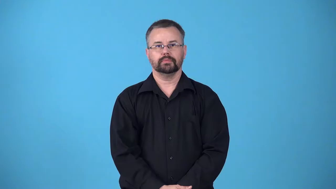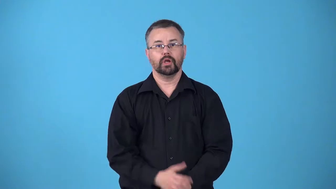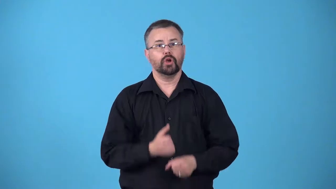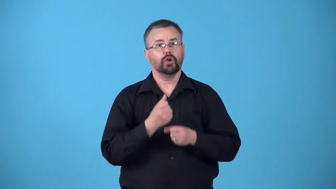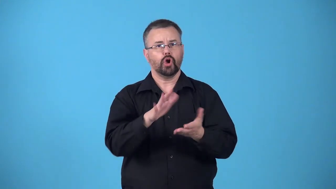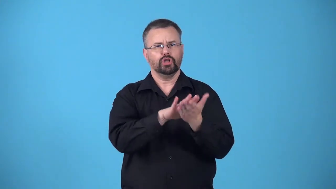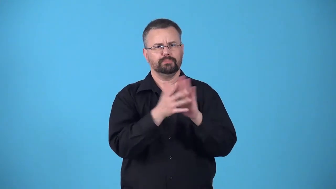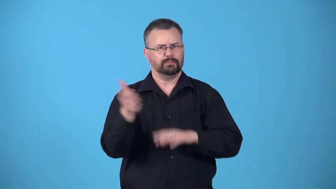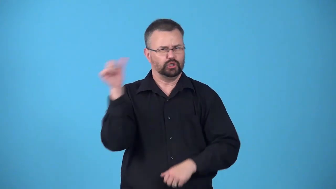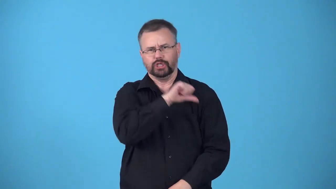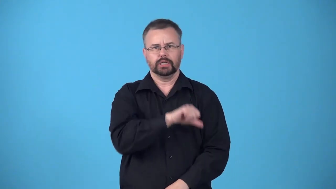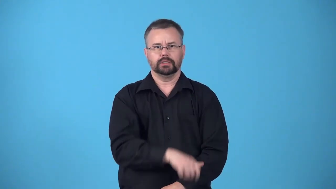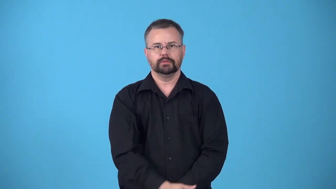befuddle-cause to become drunk